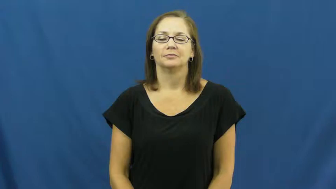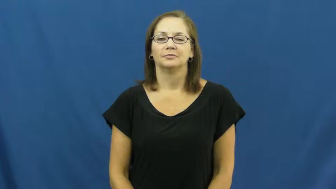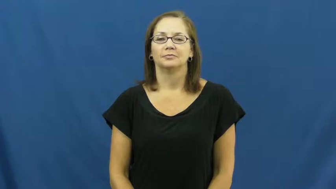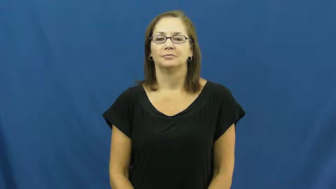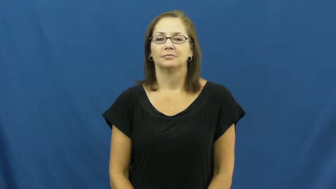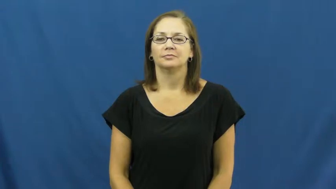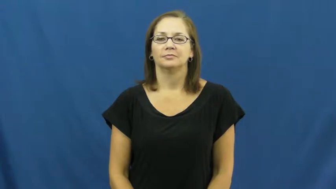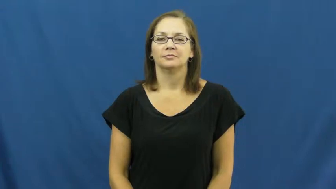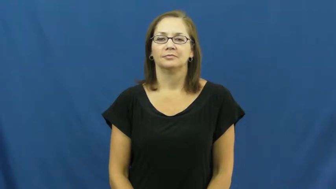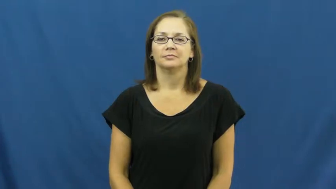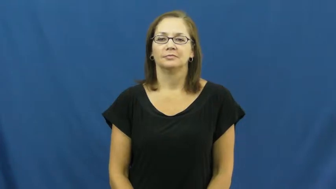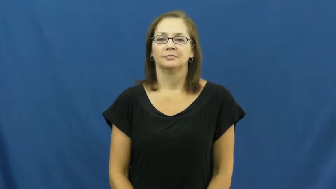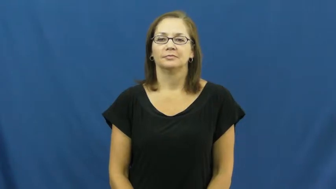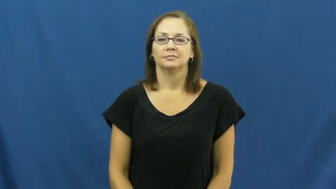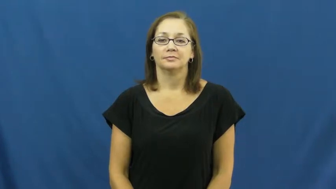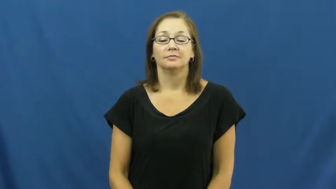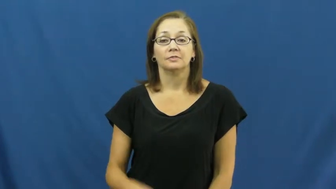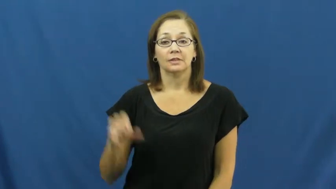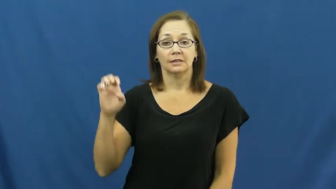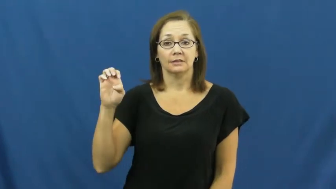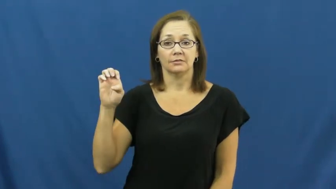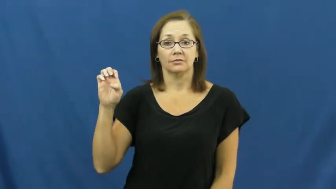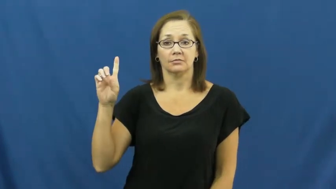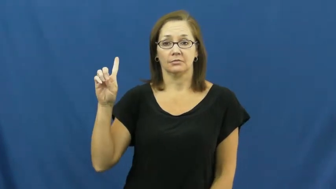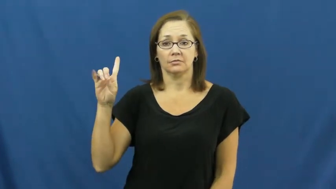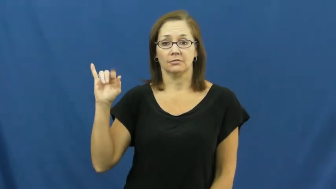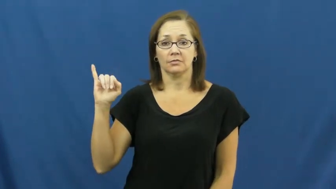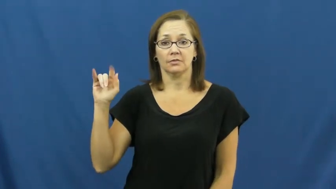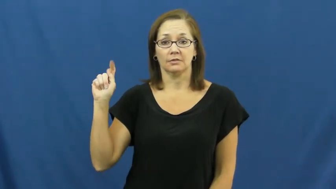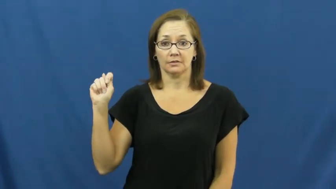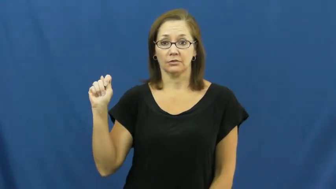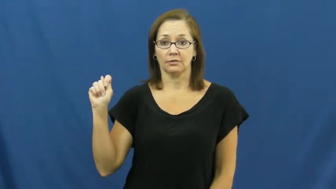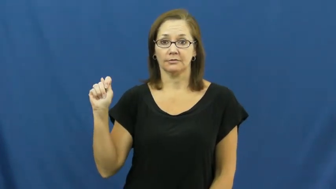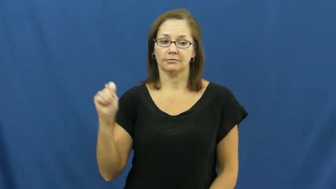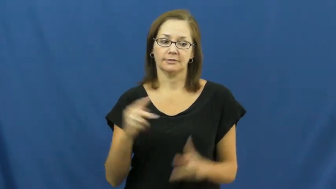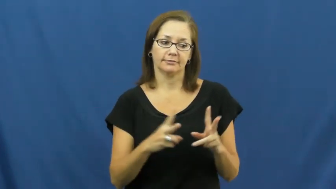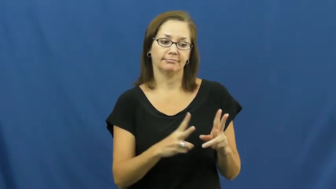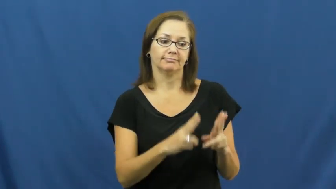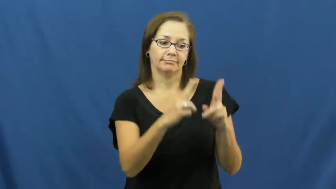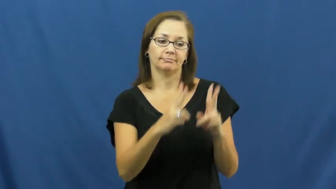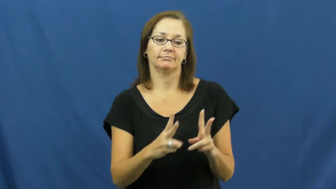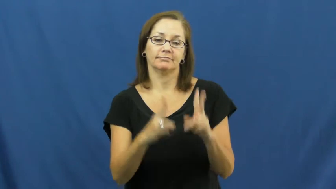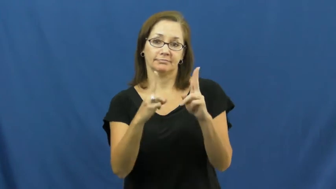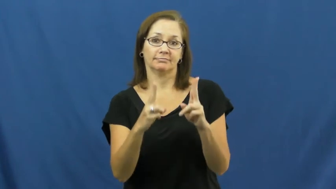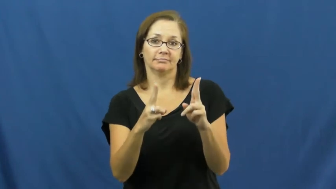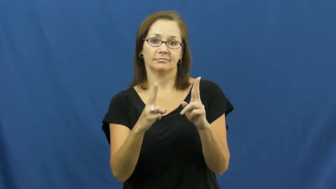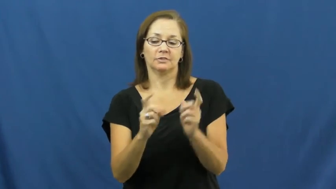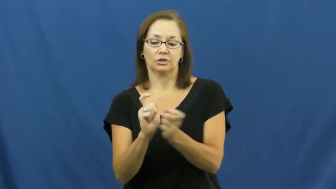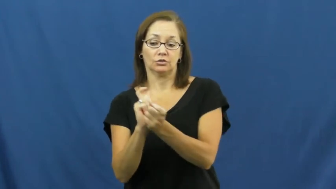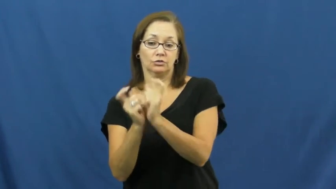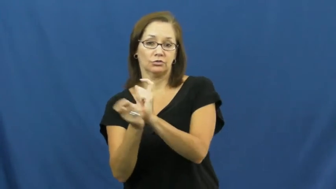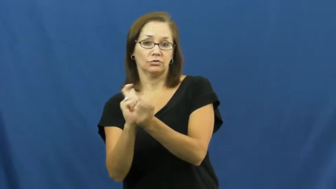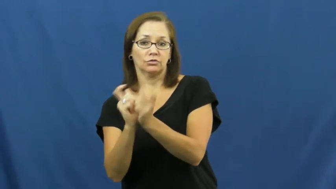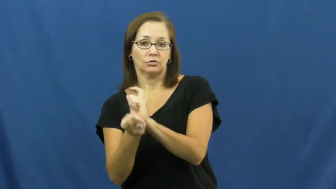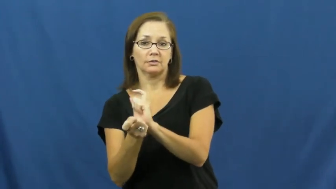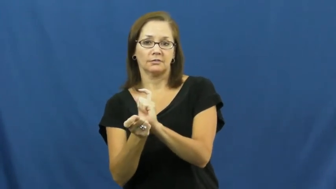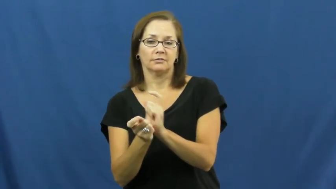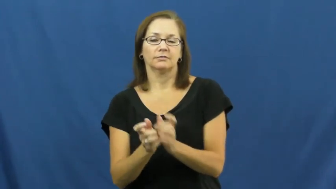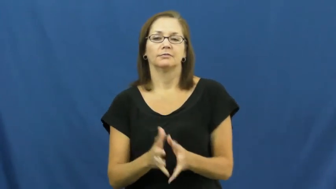edit